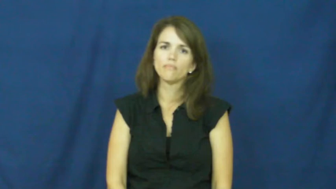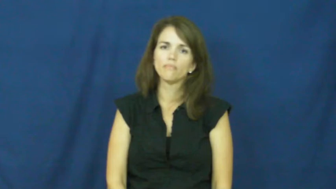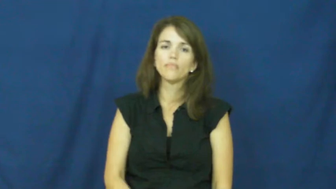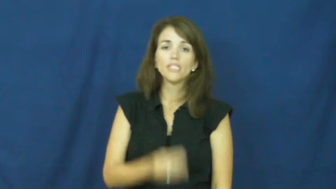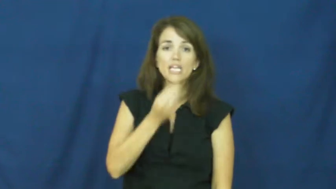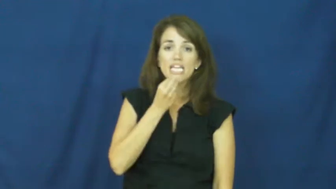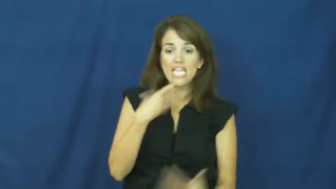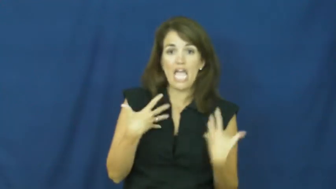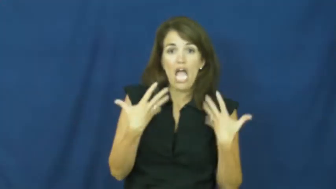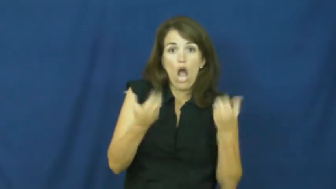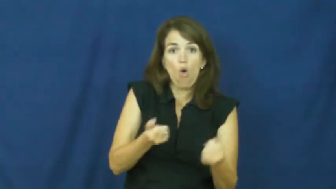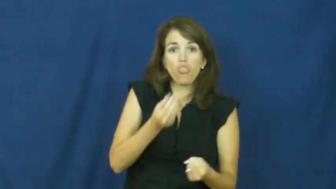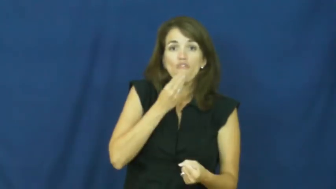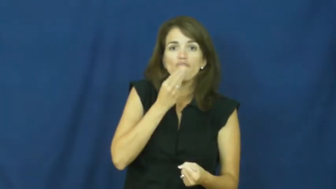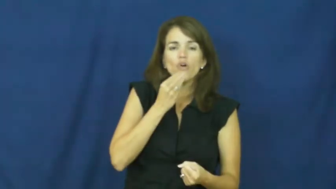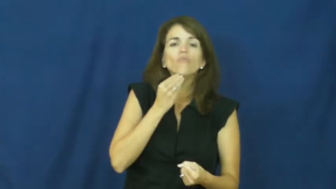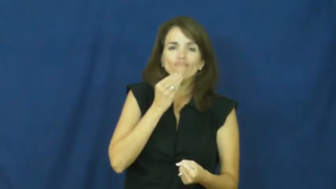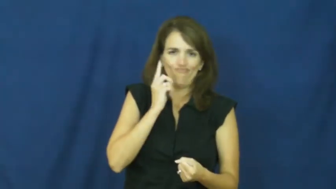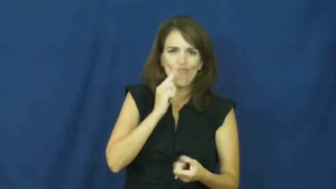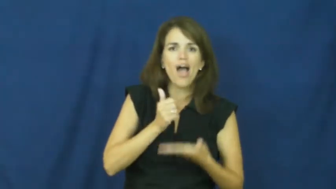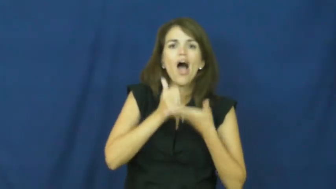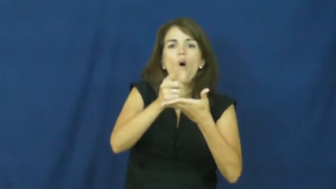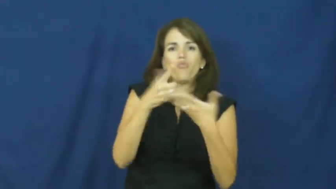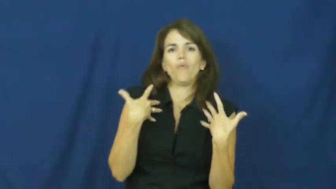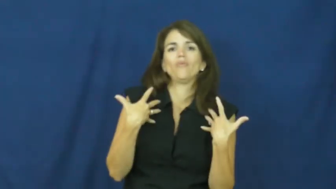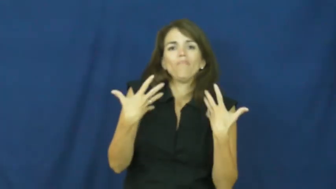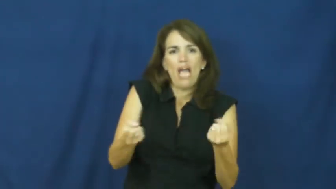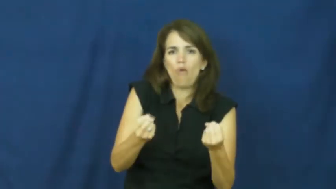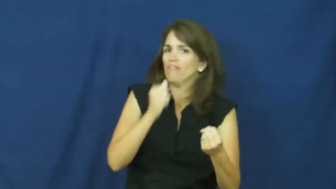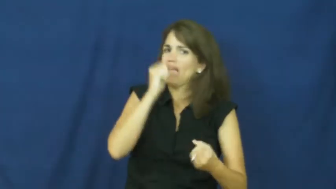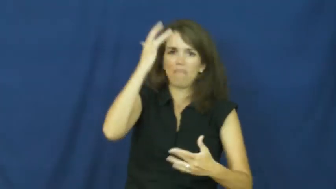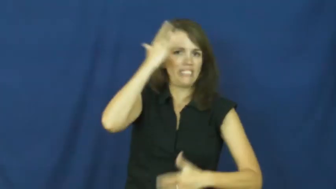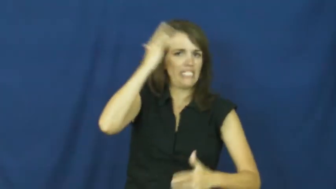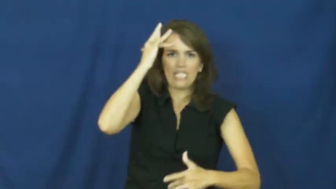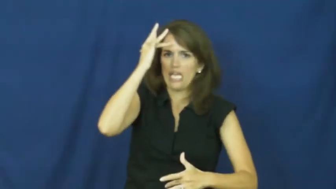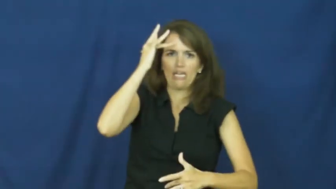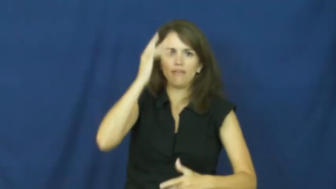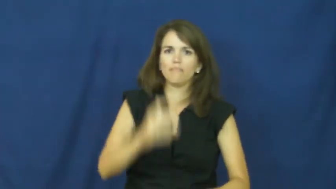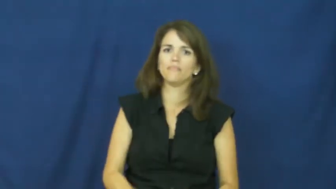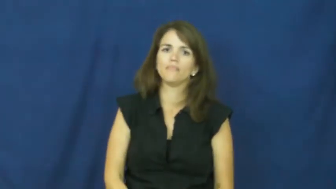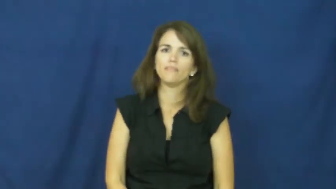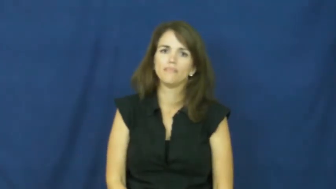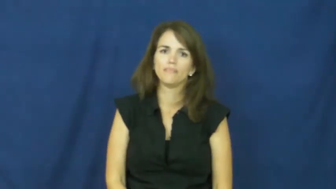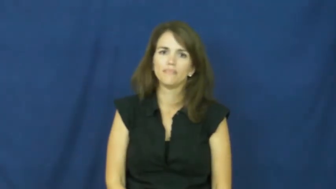"an apple a day keeps the doctor away"